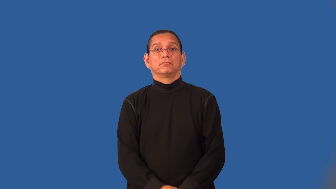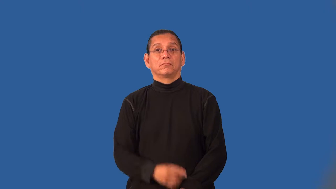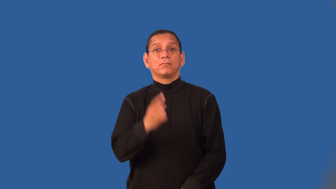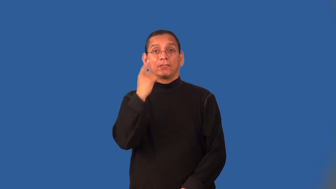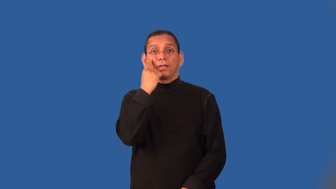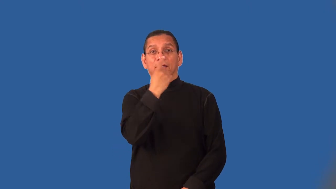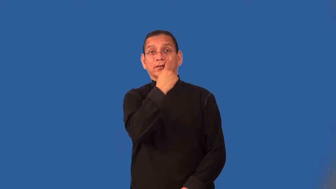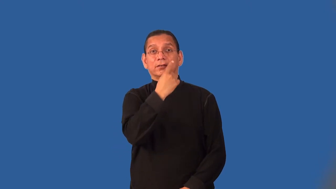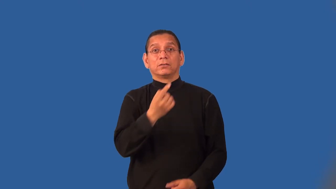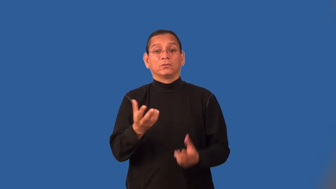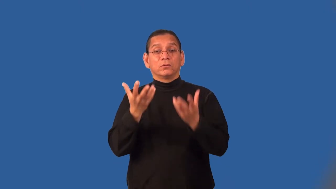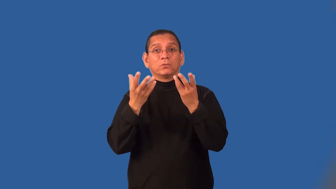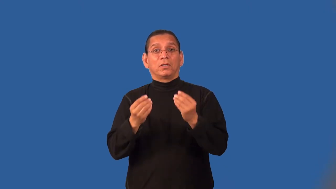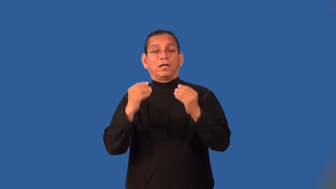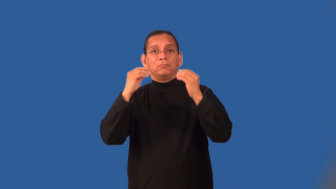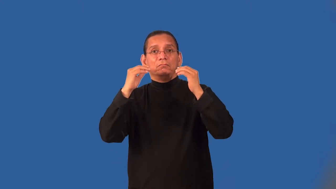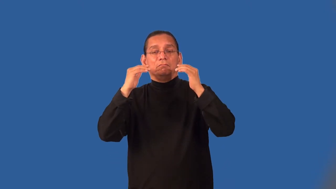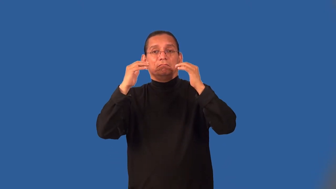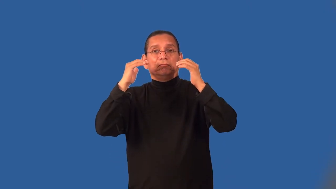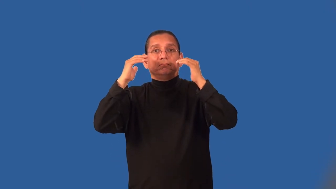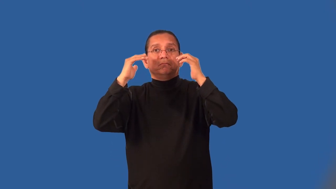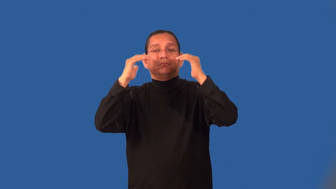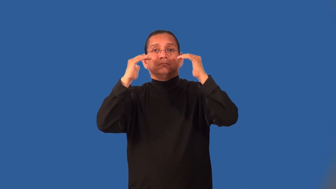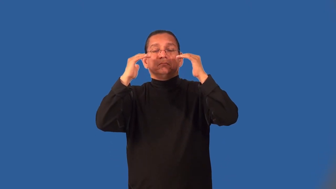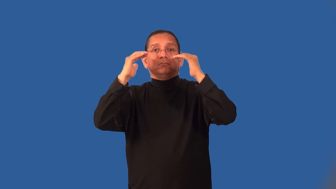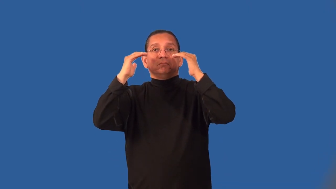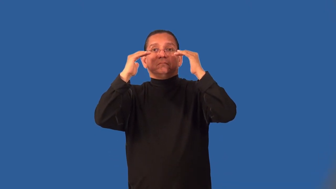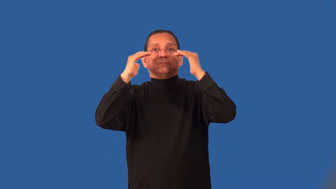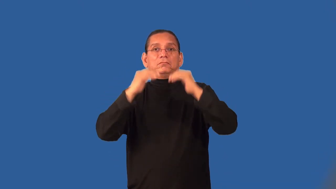misty,teary,weepy